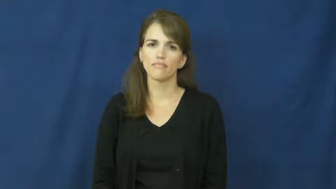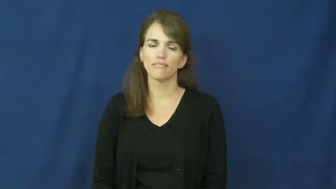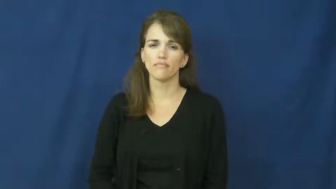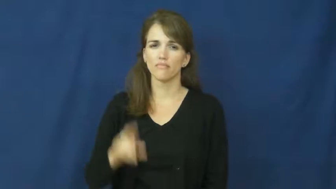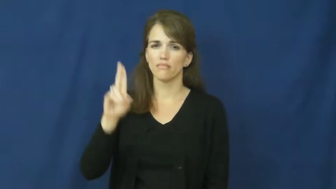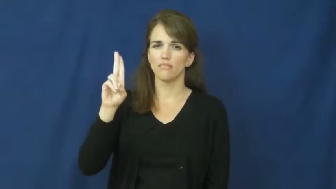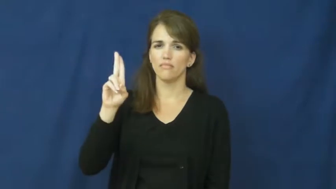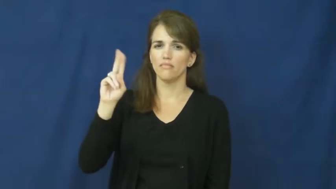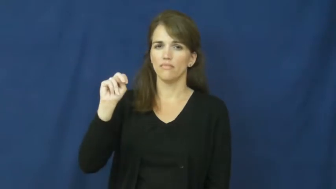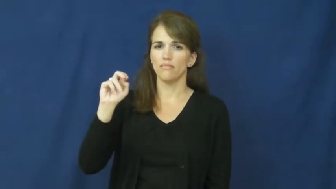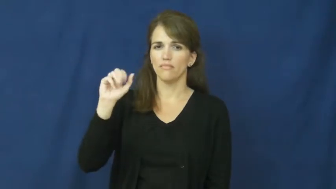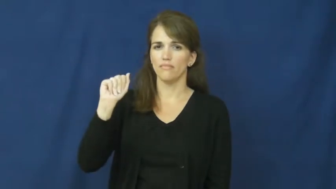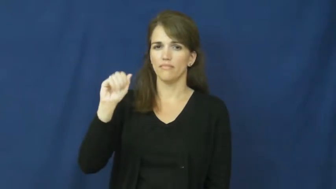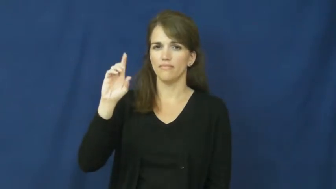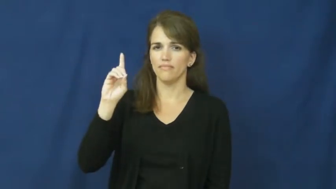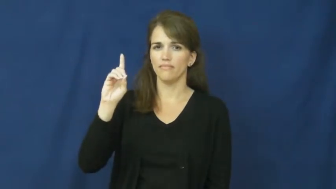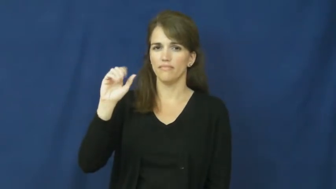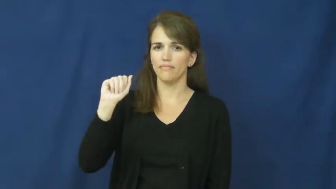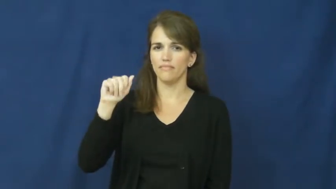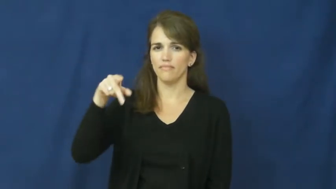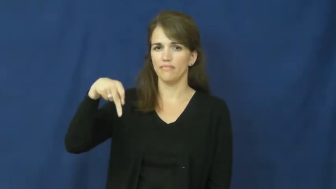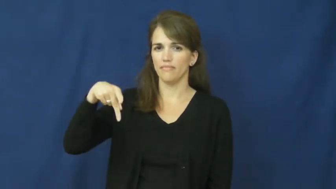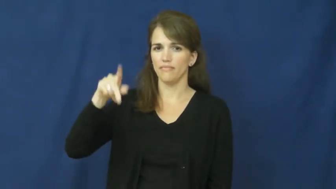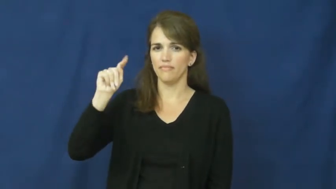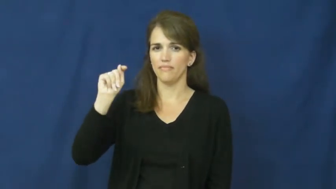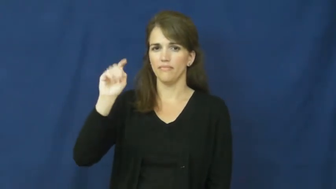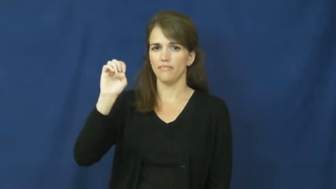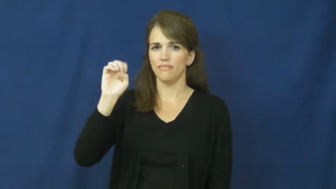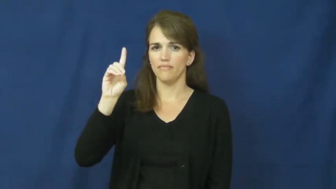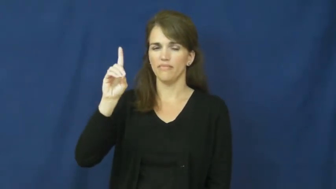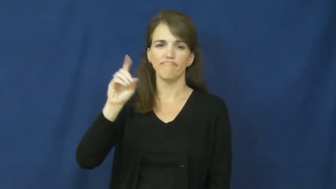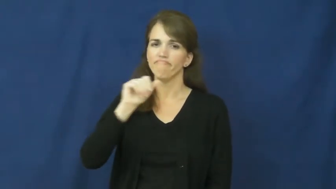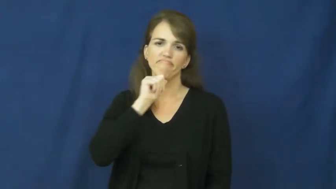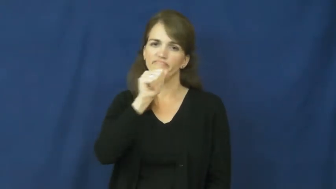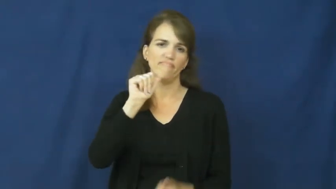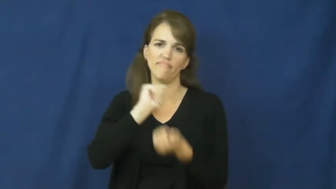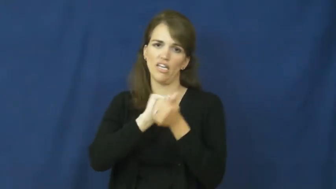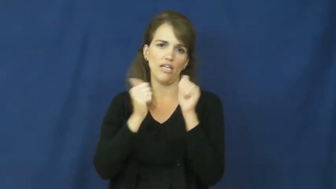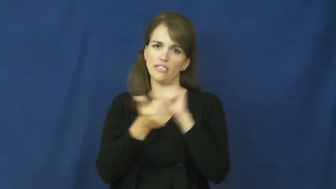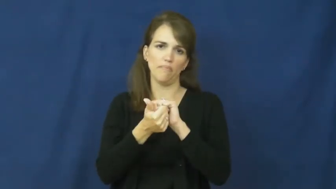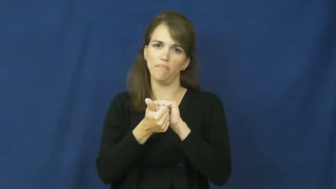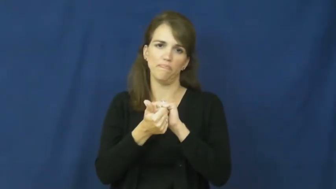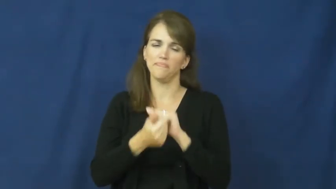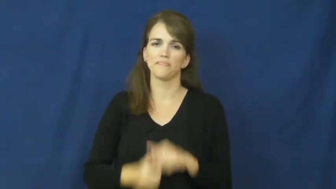unadapted